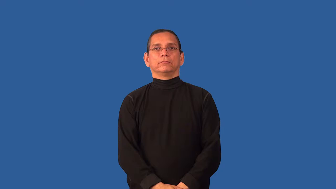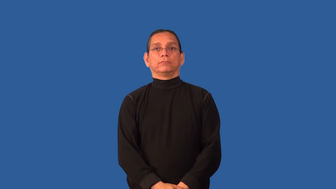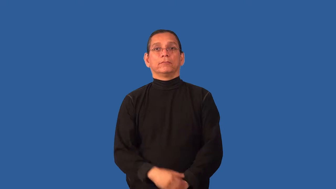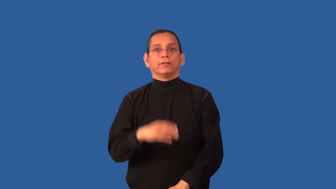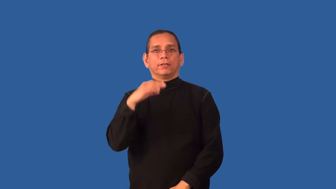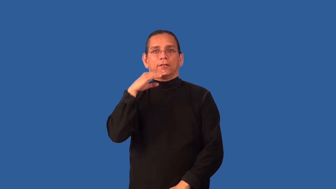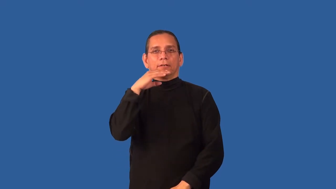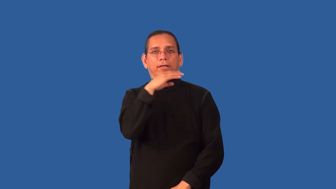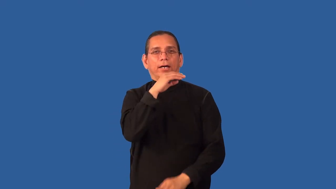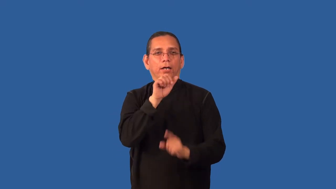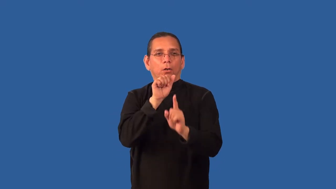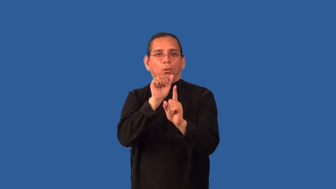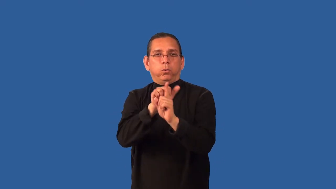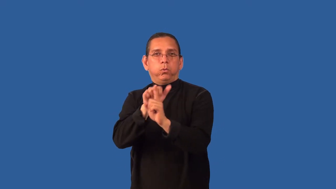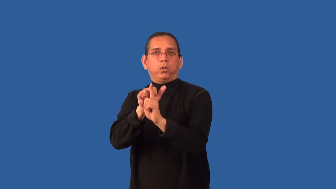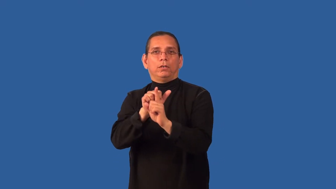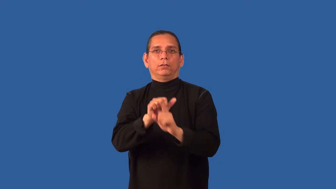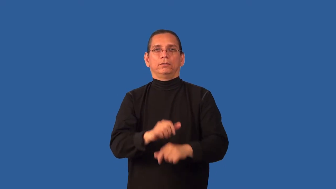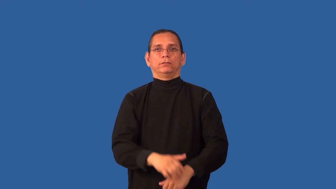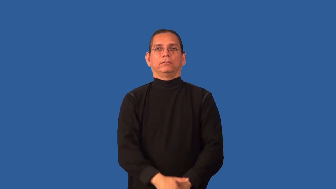chisel,schtick-cheat